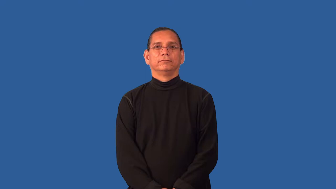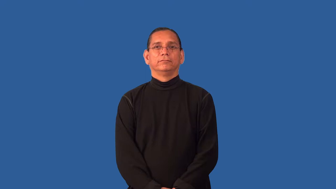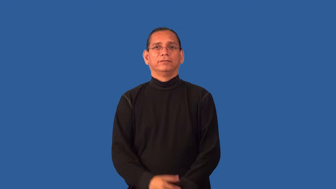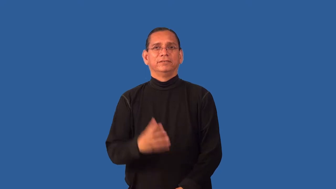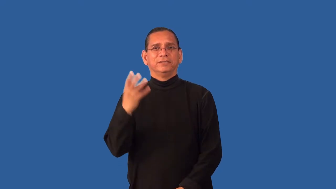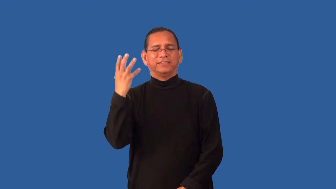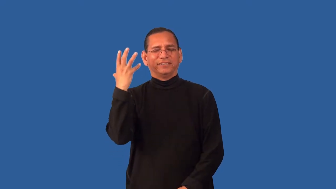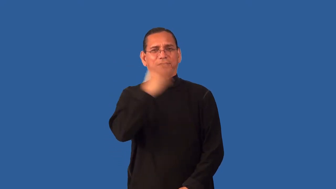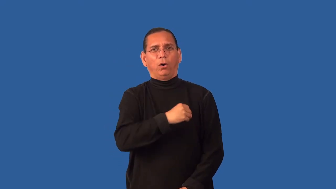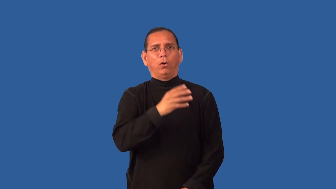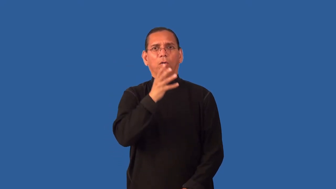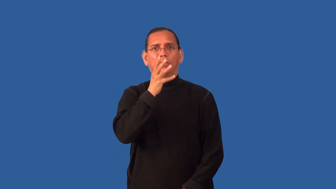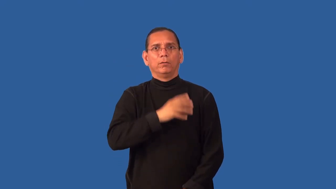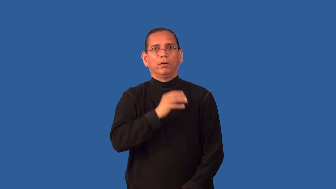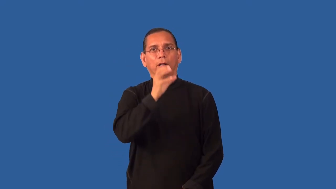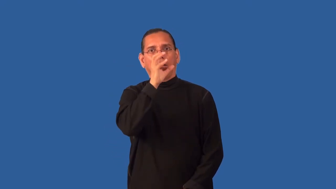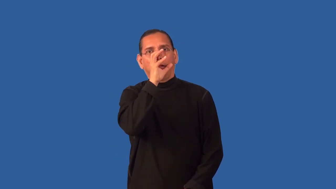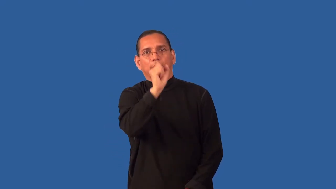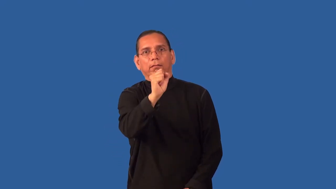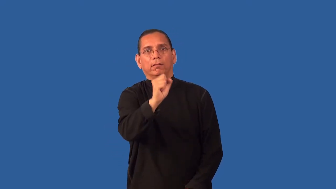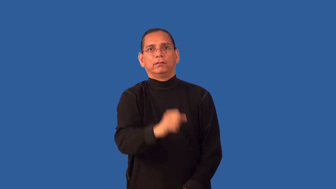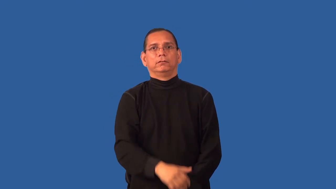enchantress,eyeful-attractive woman